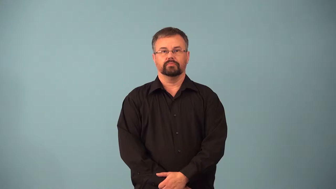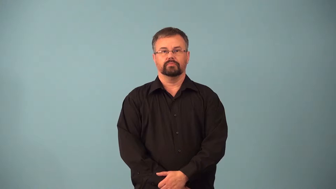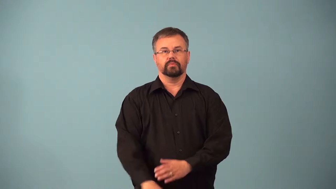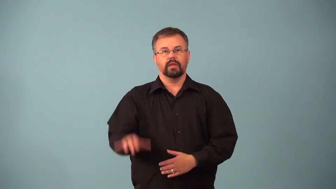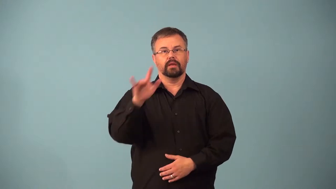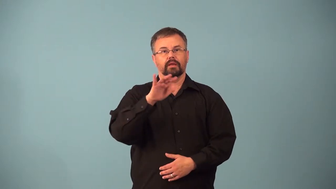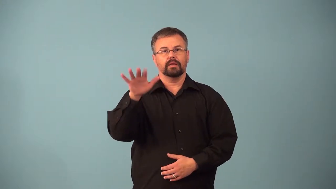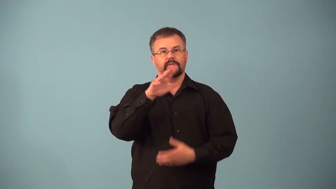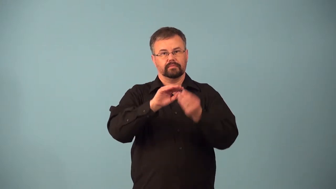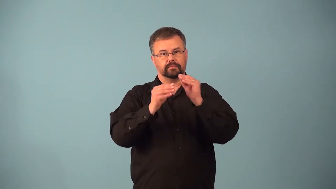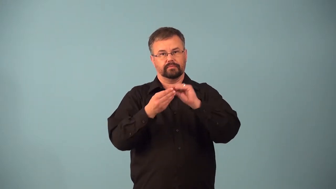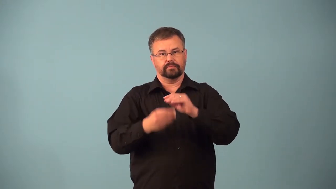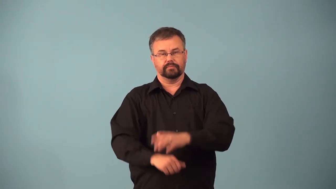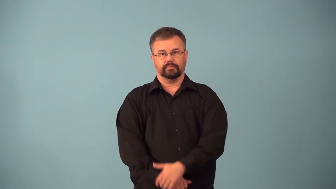alphanumeric